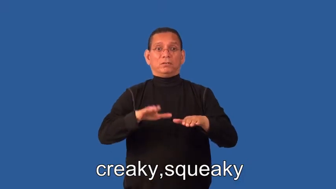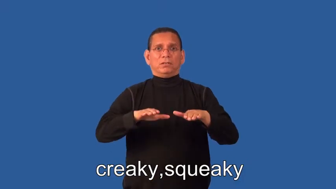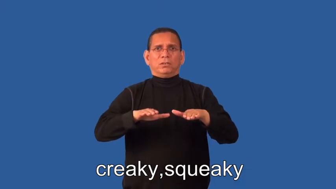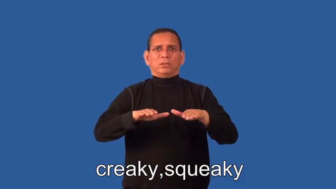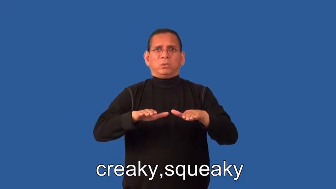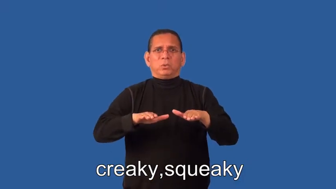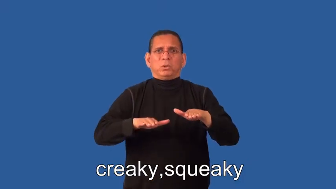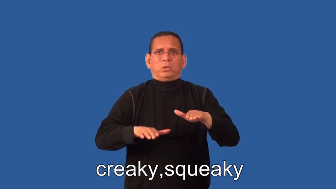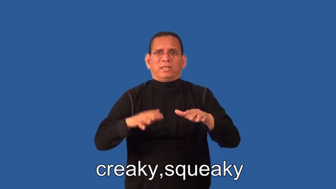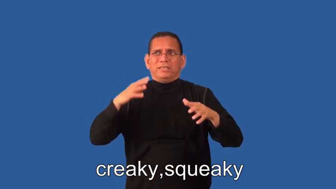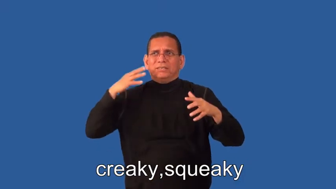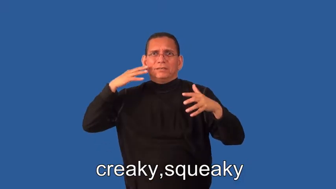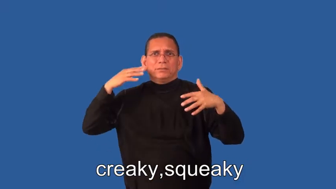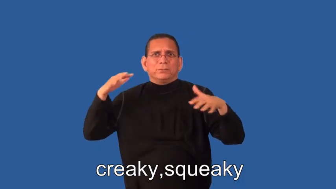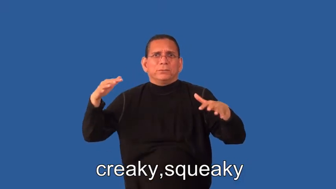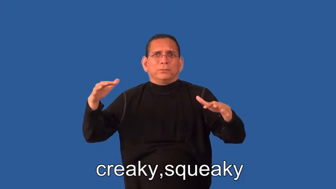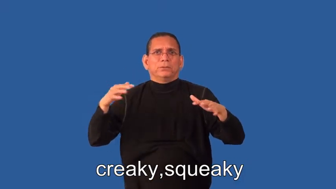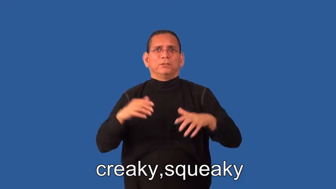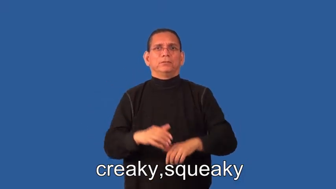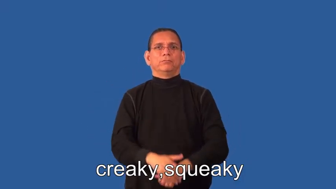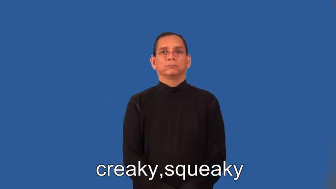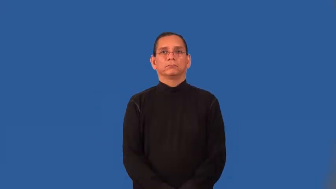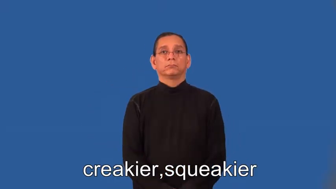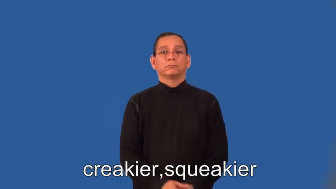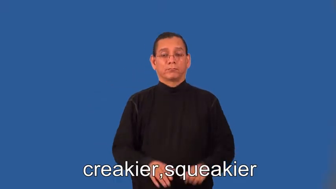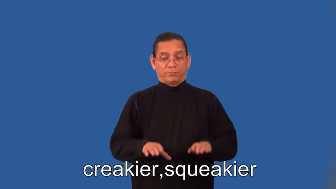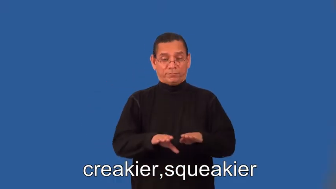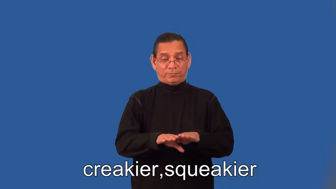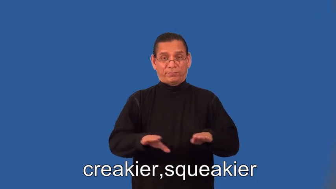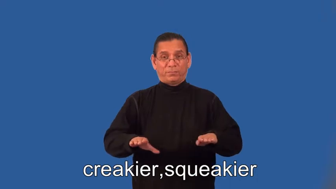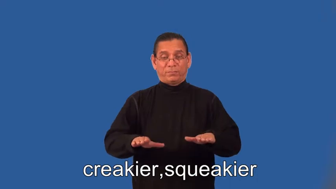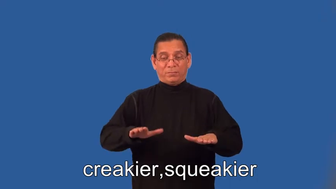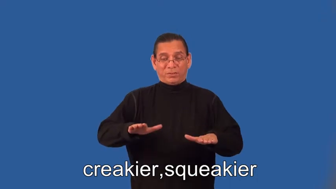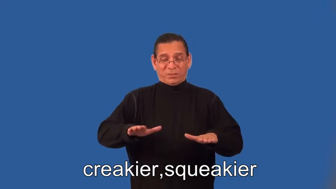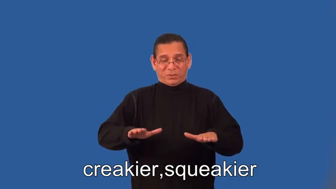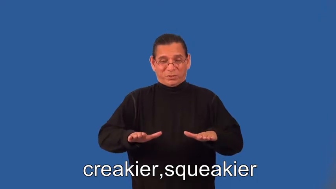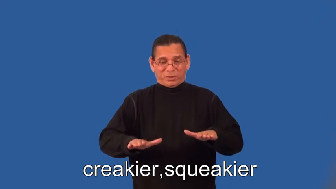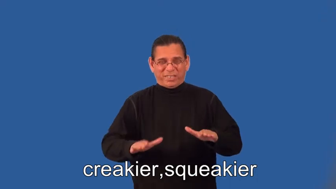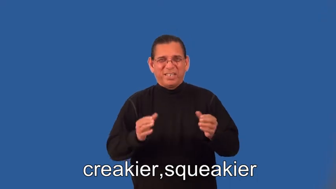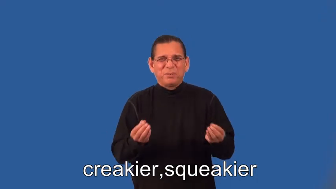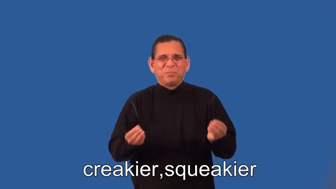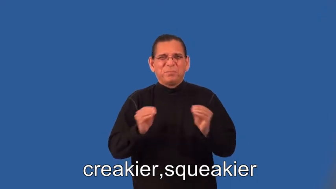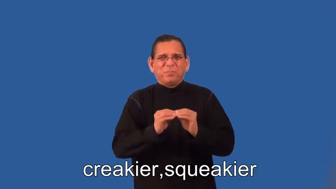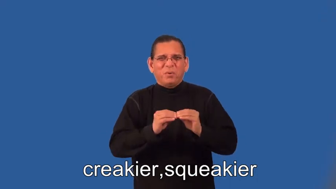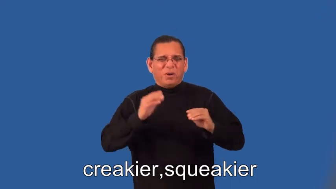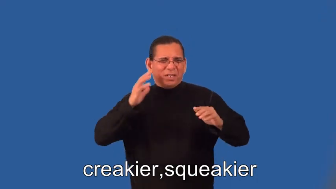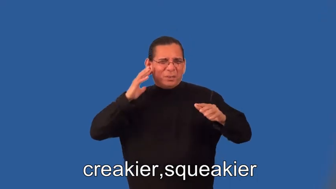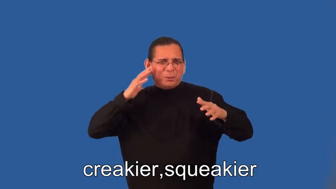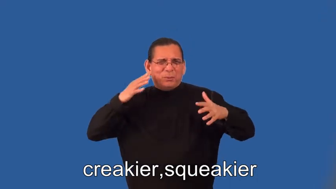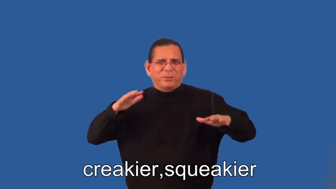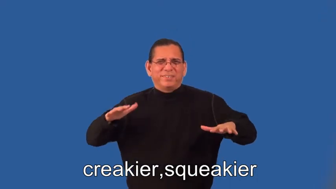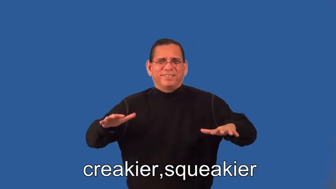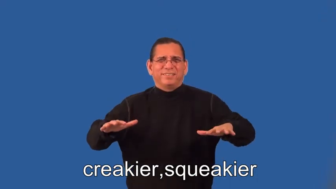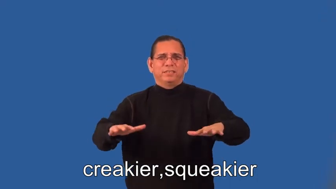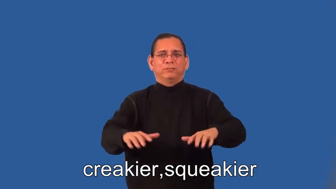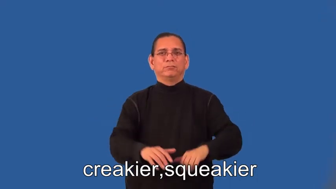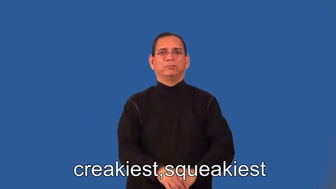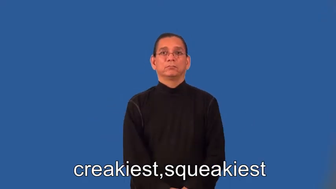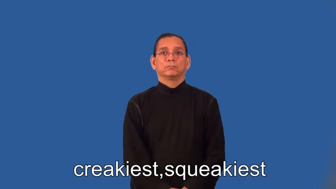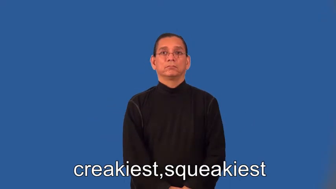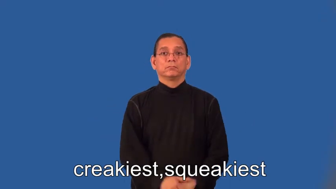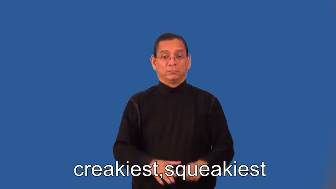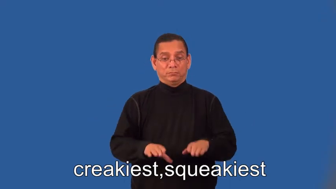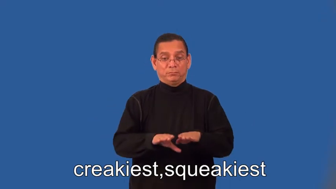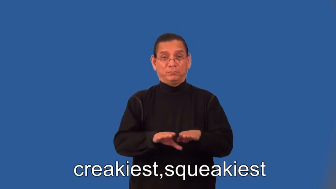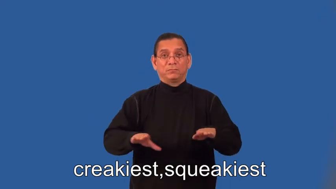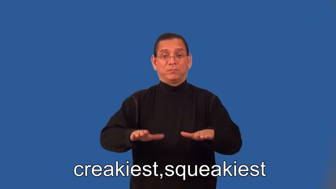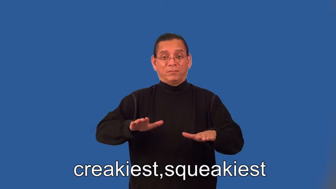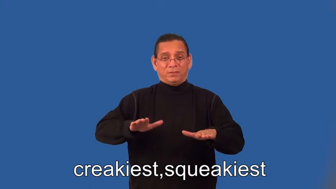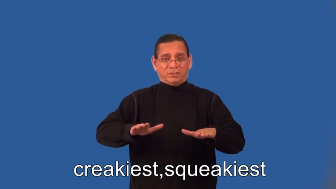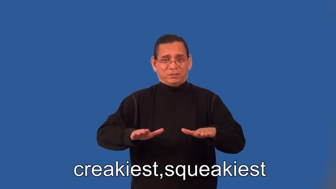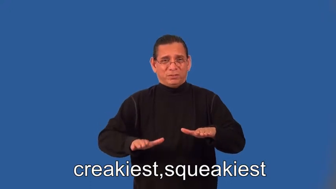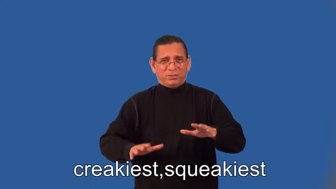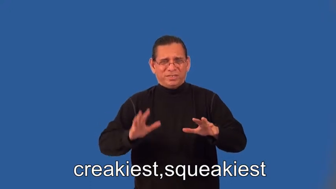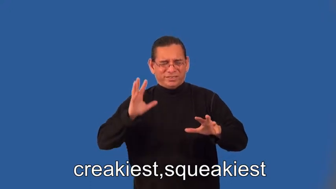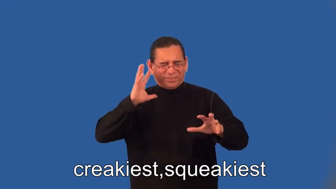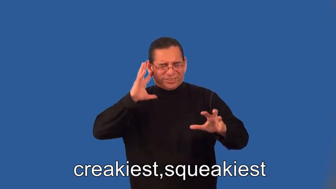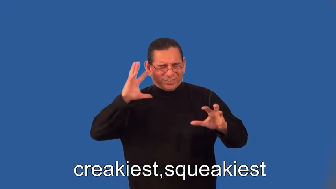creakier,squeakier,creakiest,squeakiest